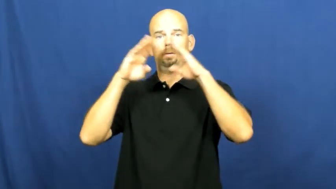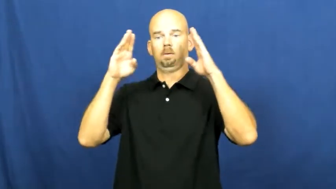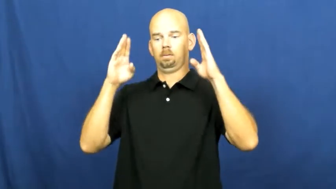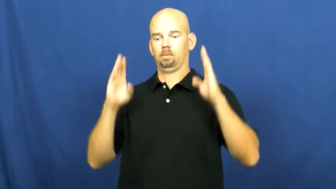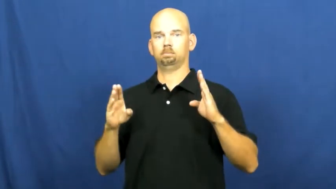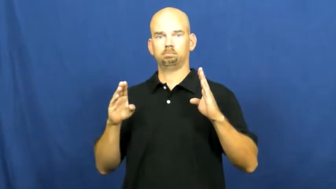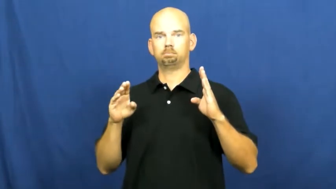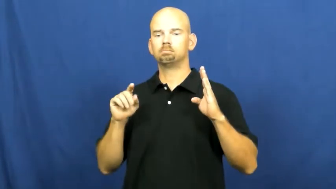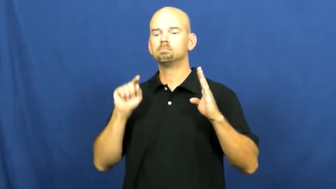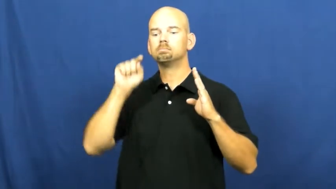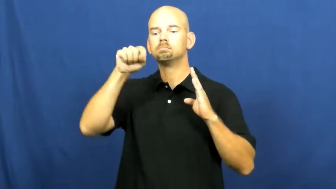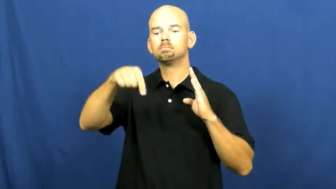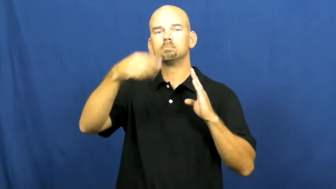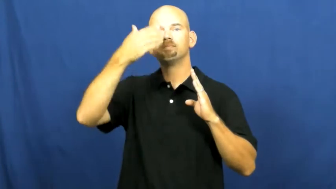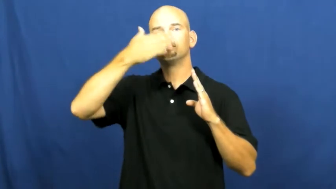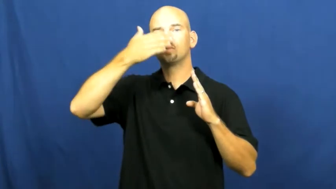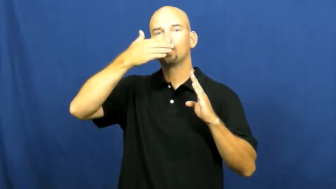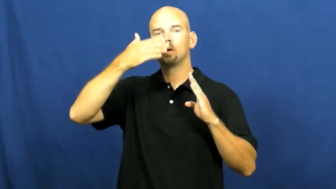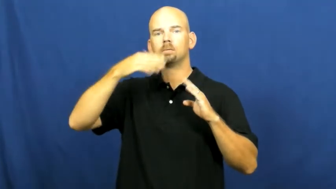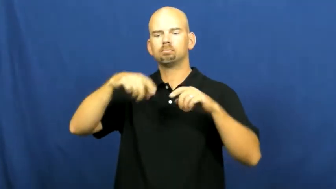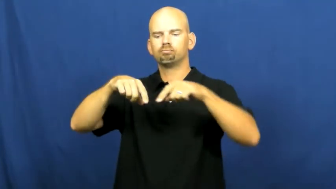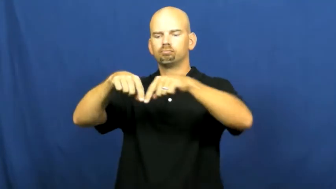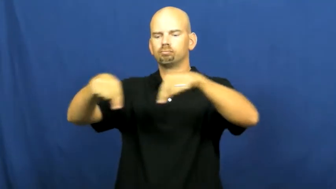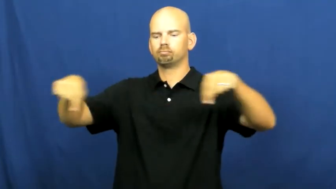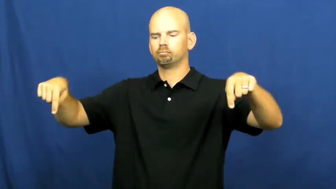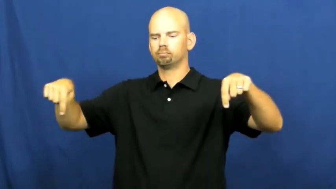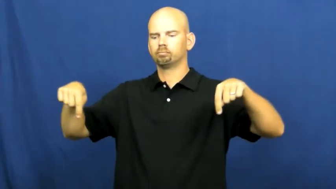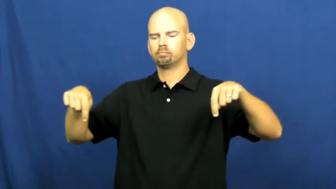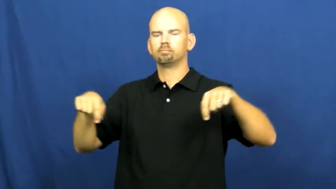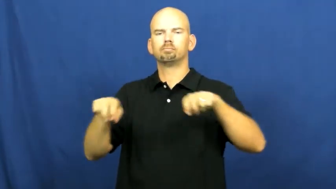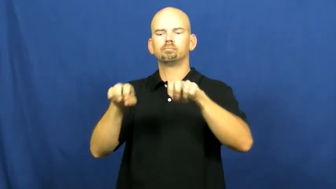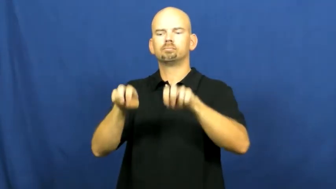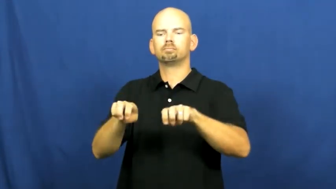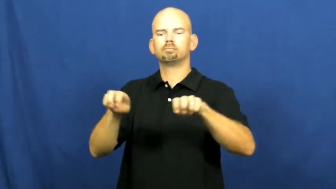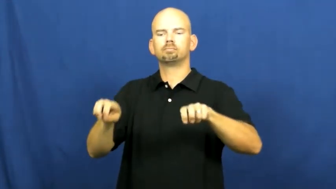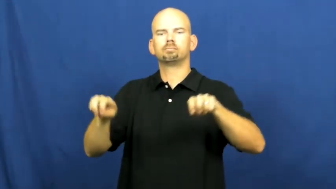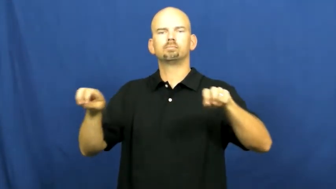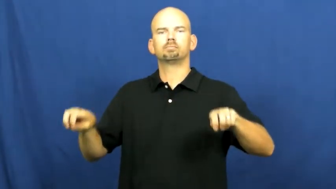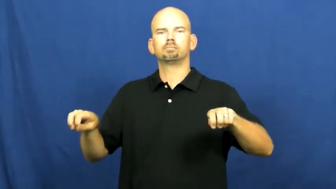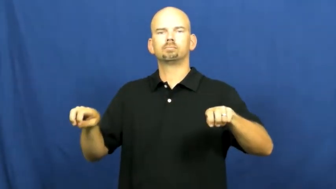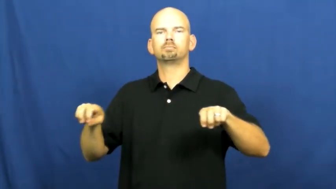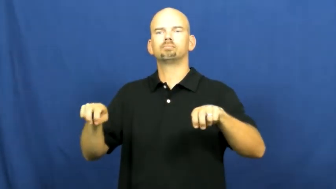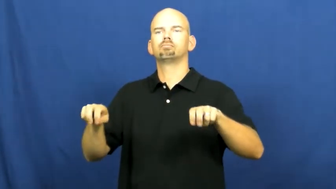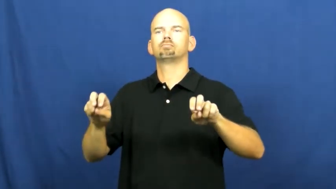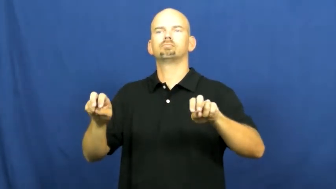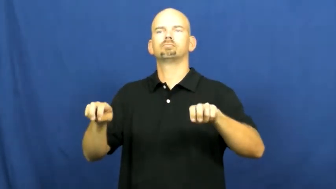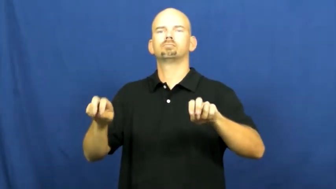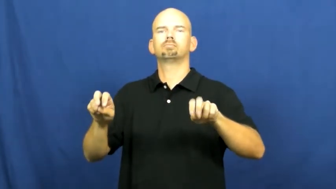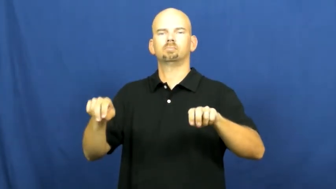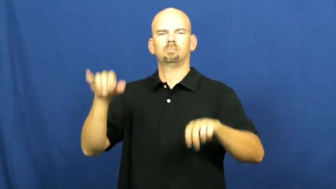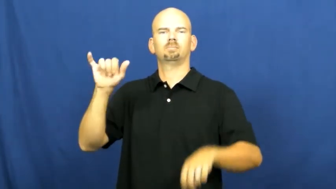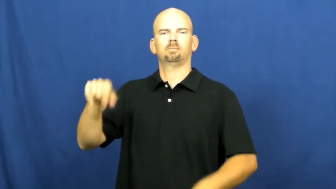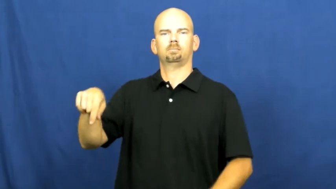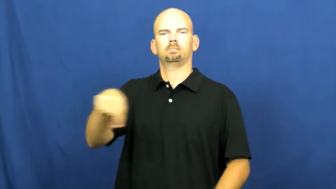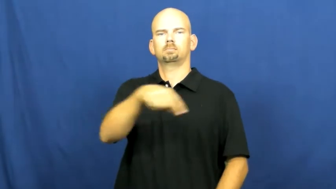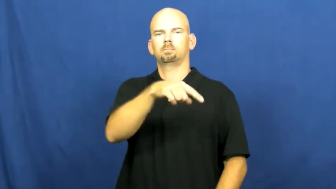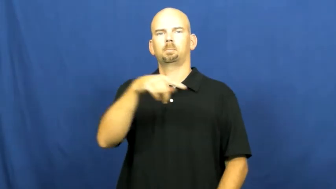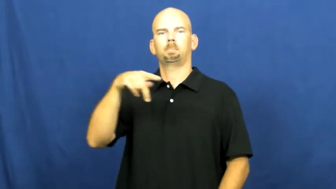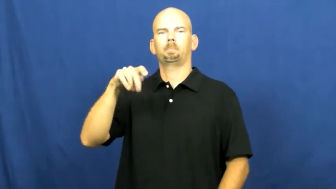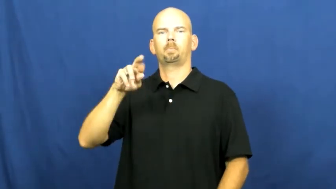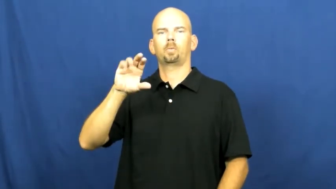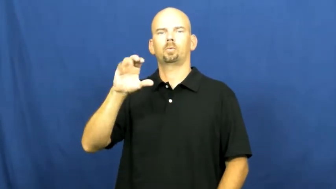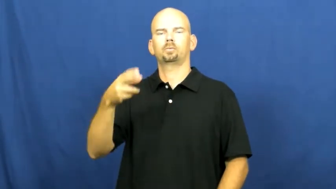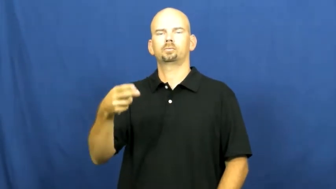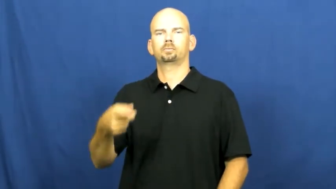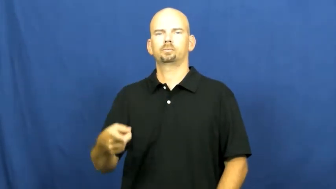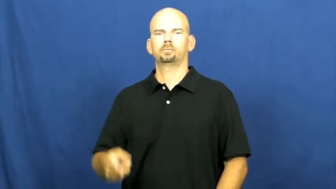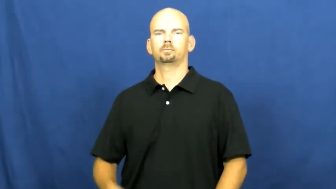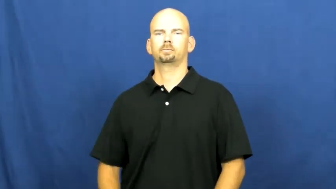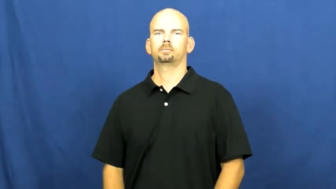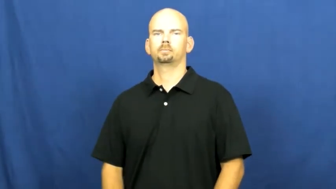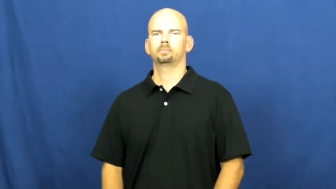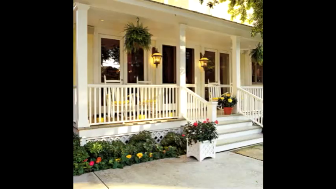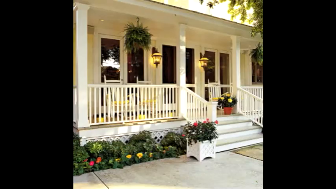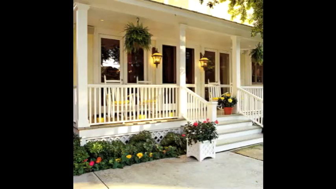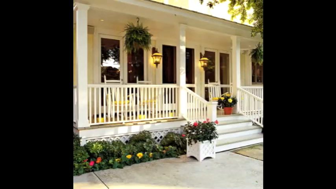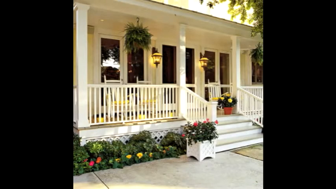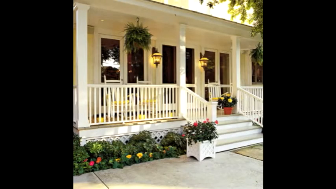porch,veranda